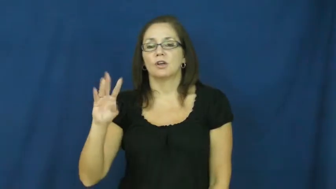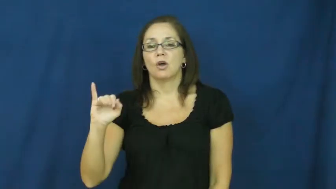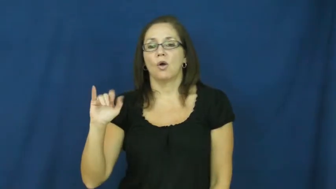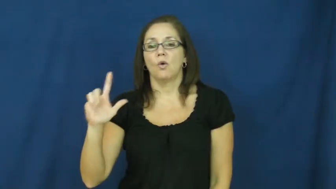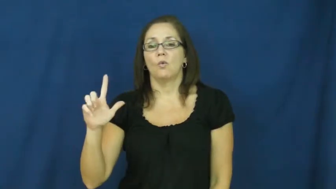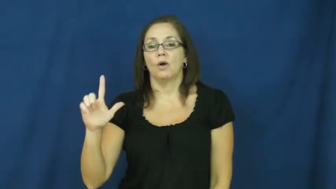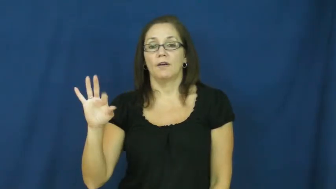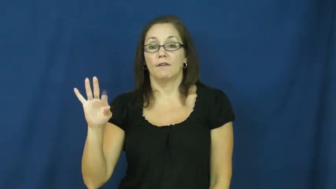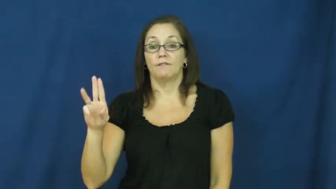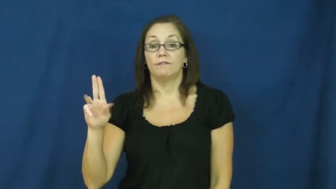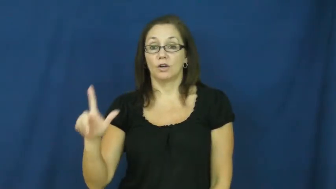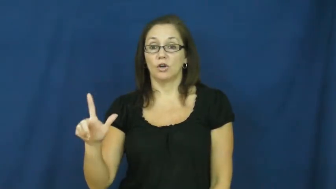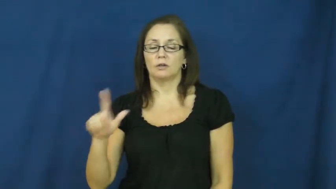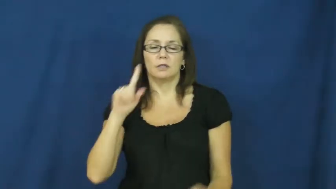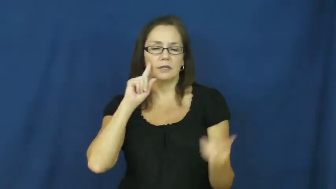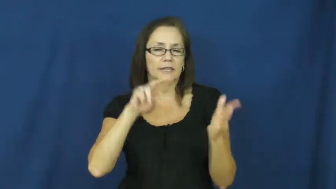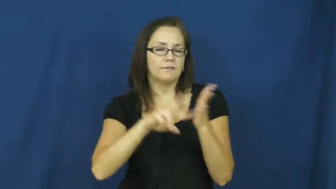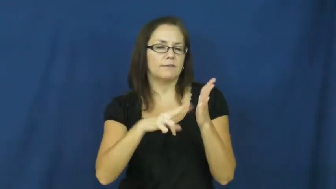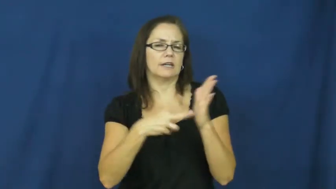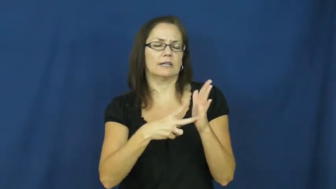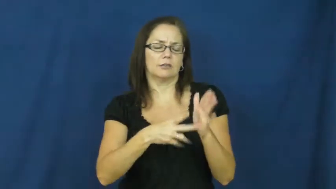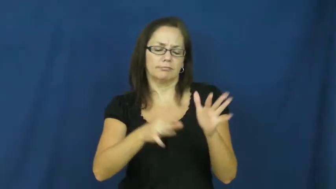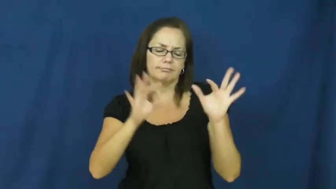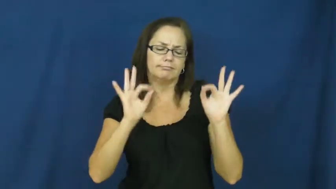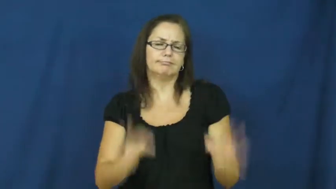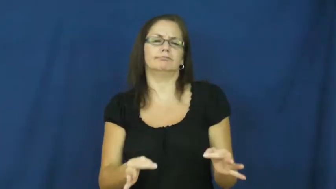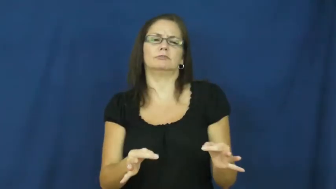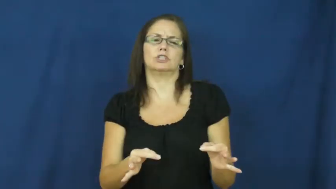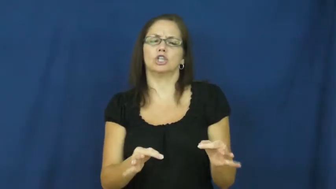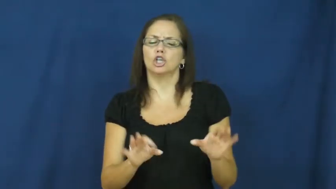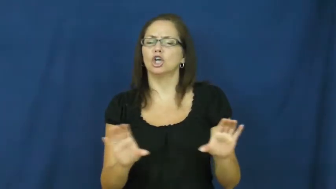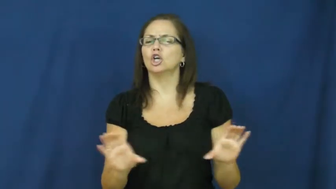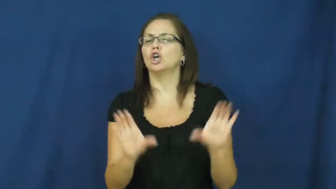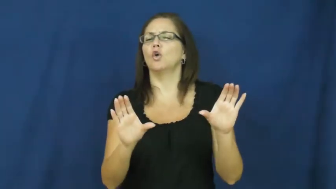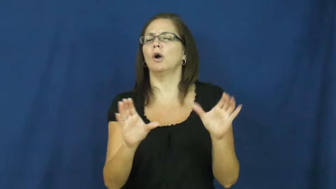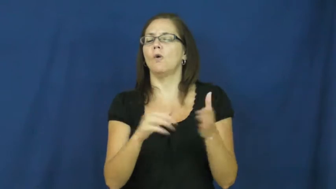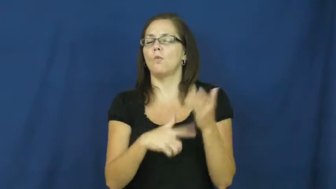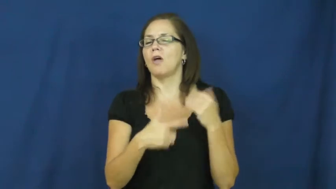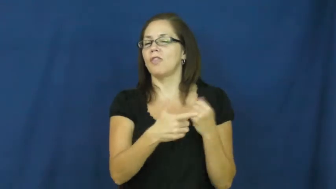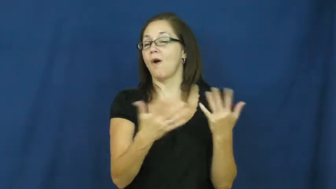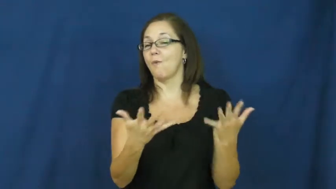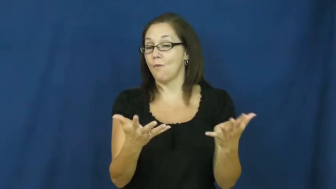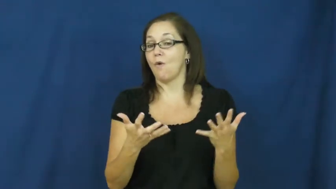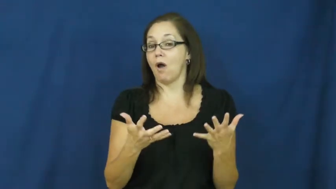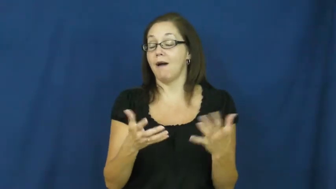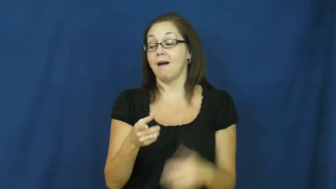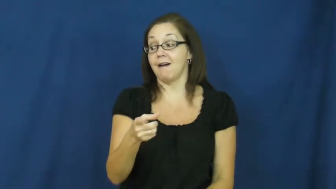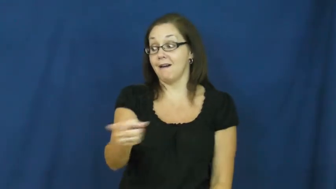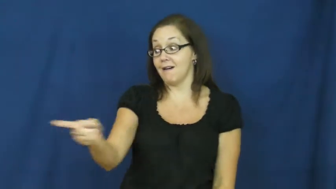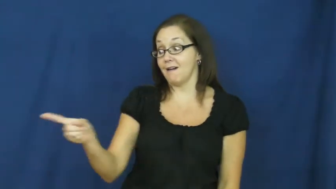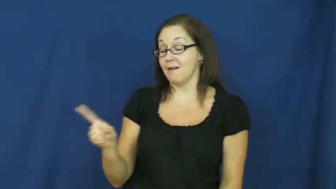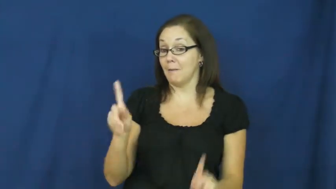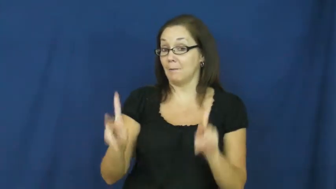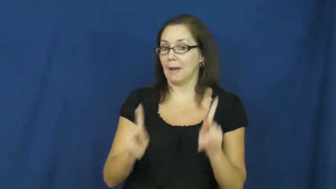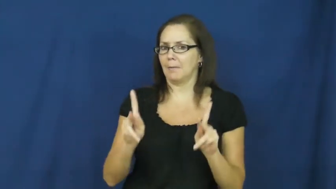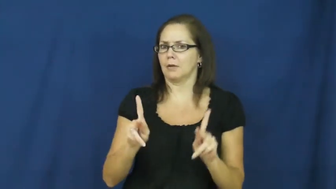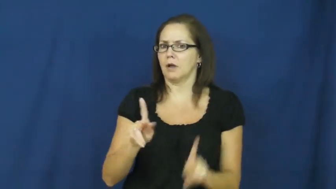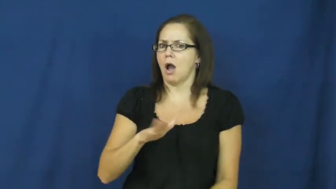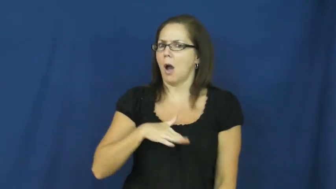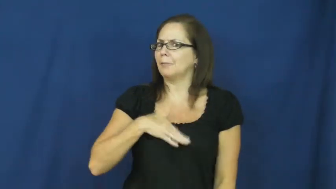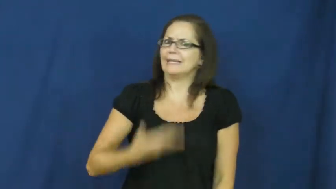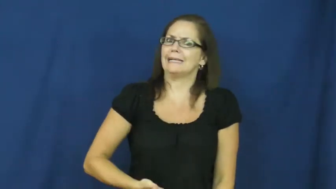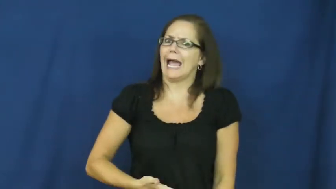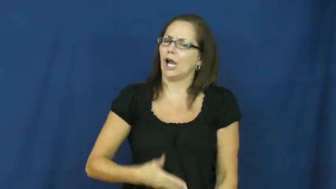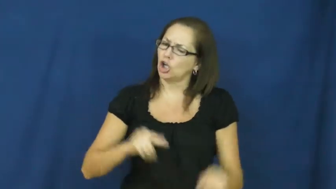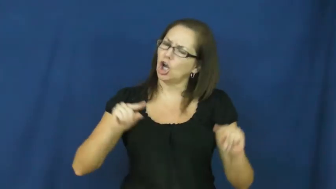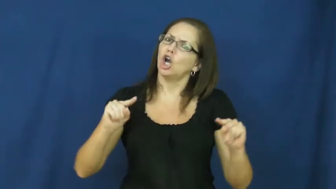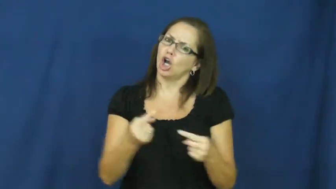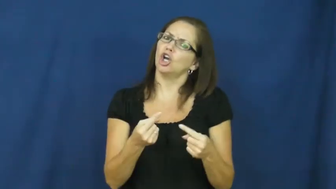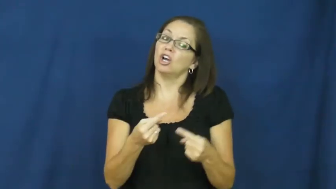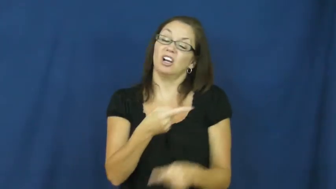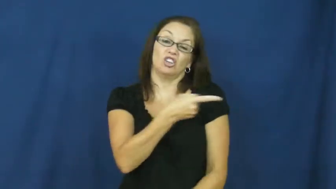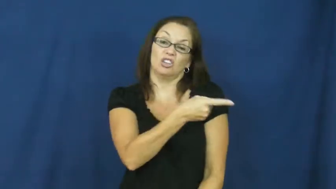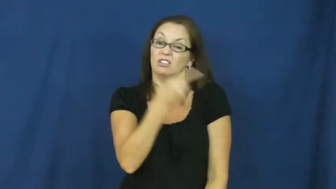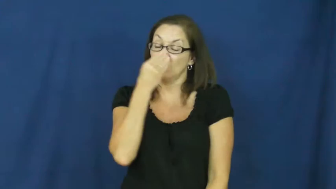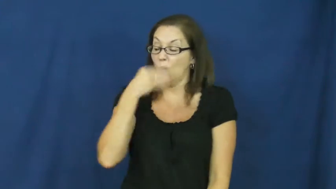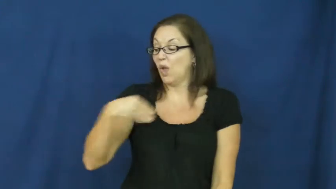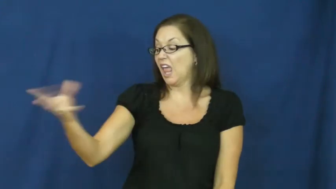willful